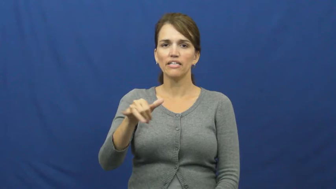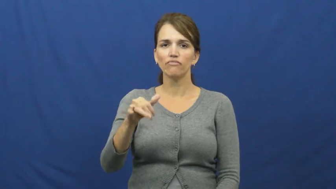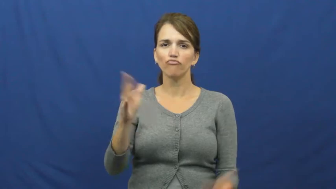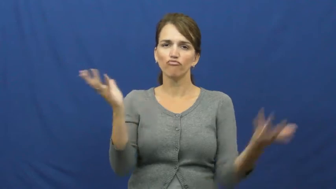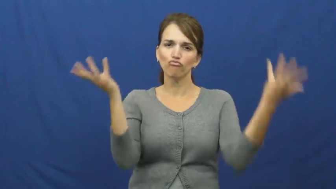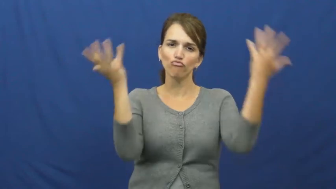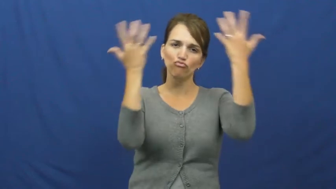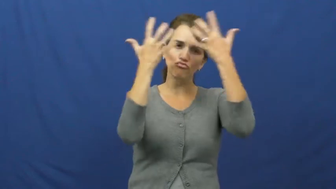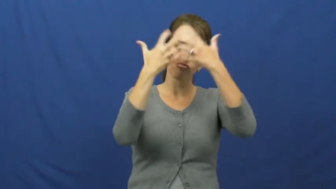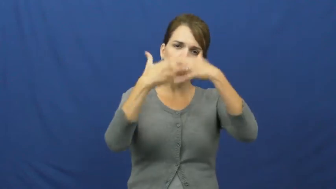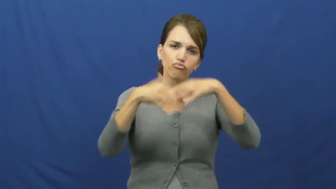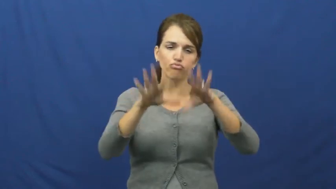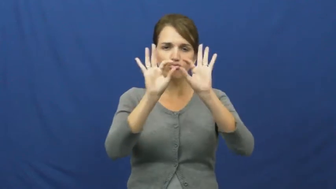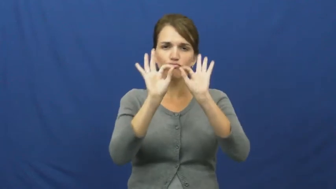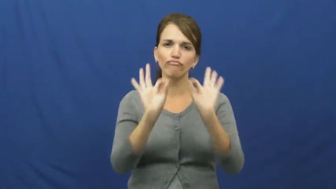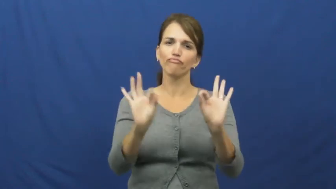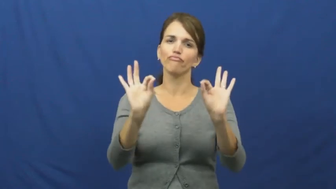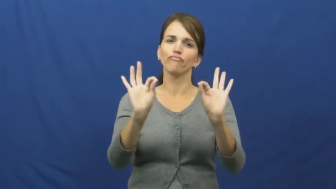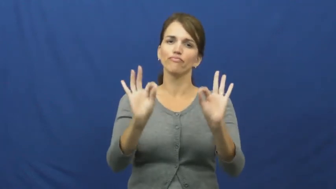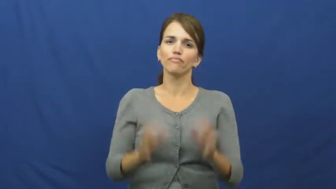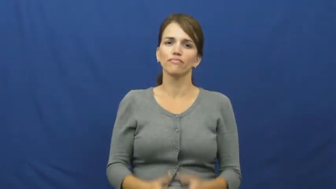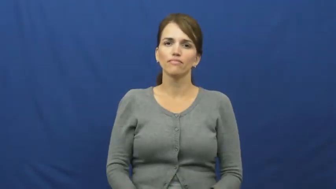harmony,attune,coexist,comity,complementary,congruous,consonant,gel